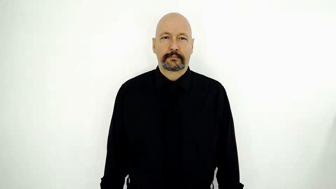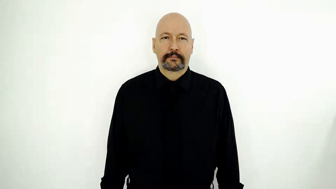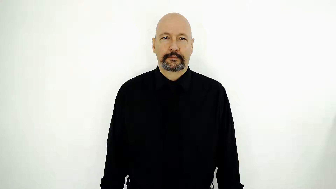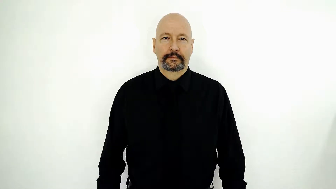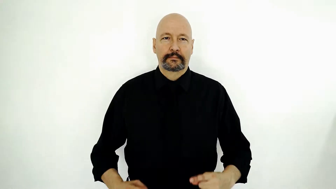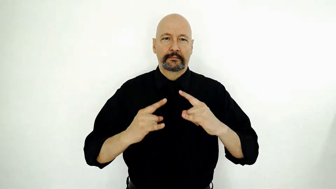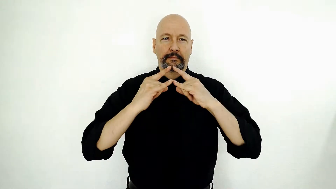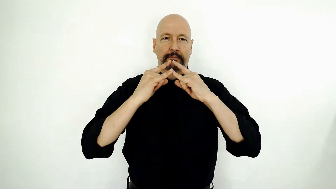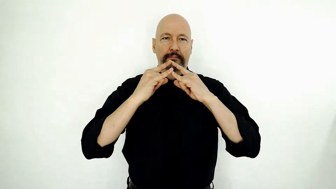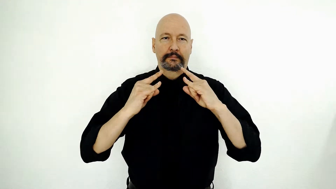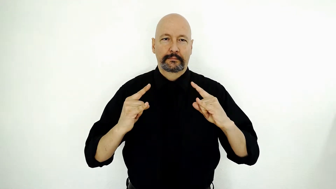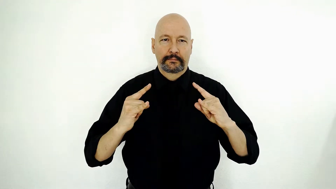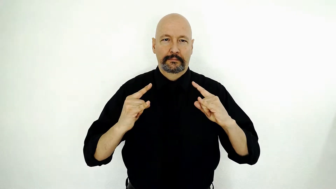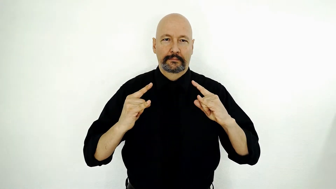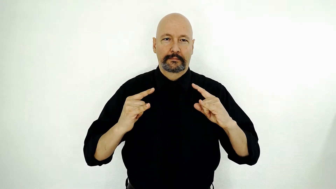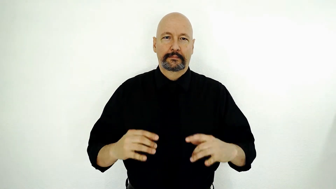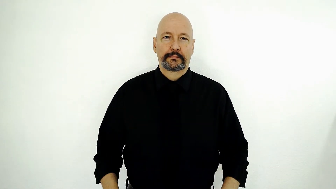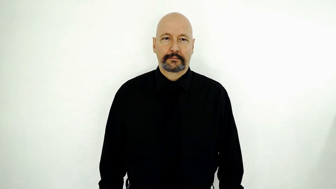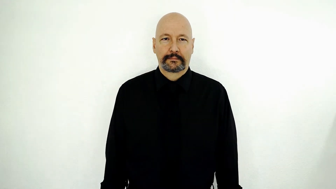CAMP-[single-movement-version]